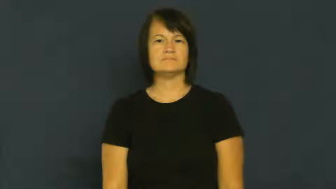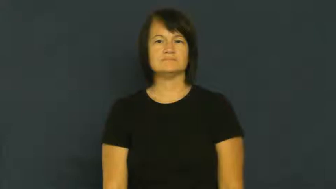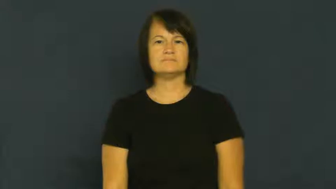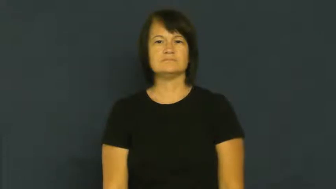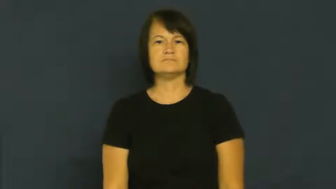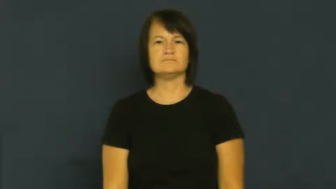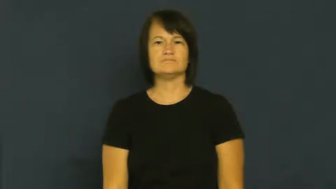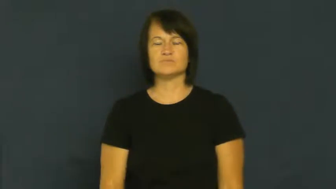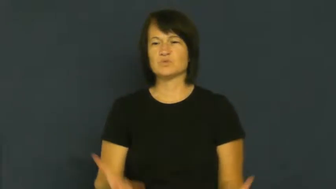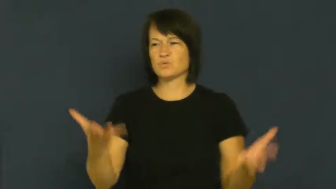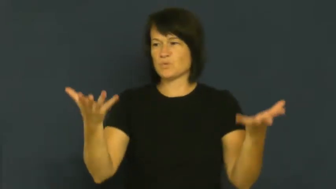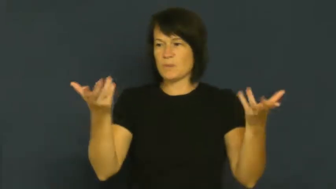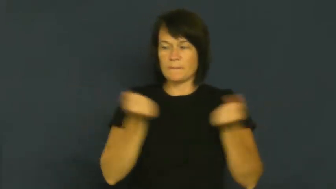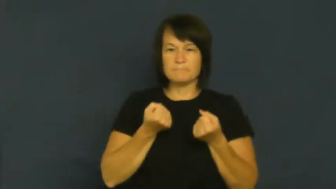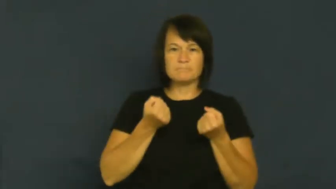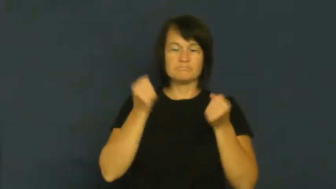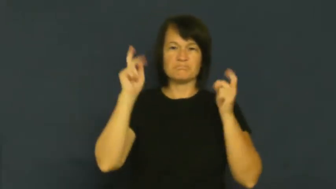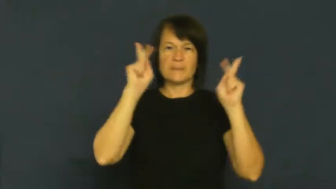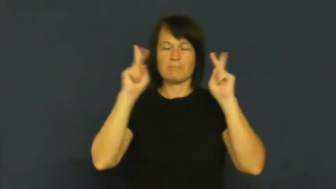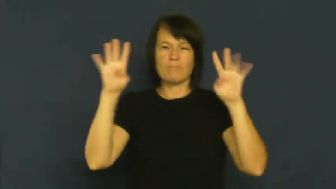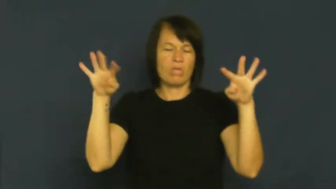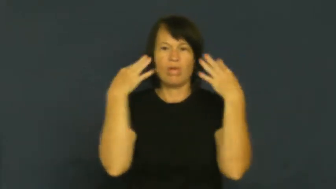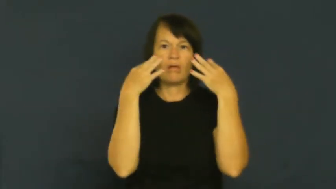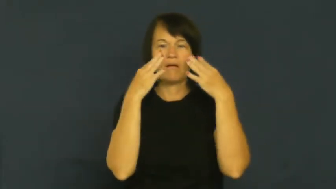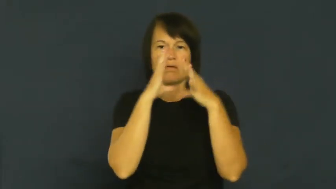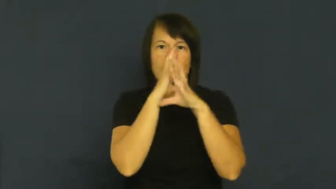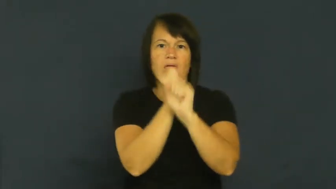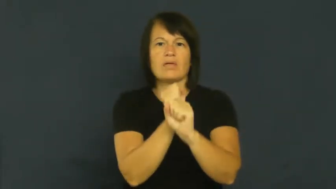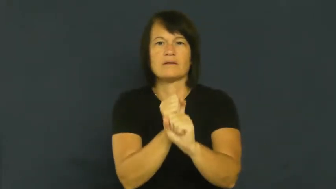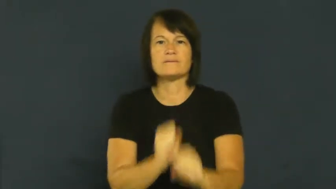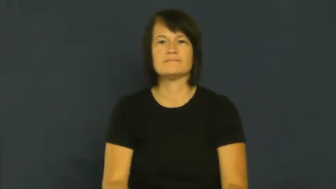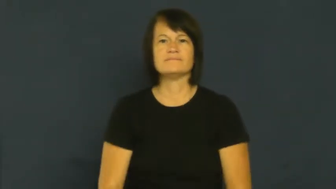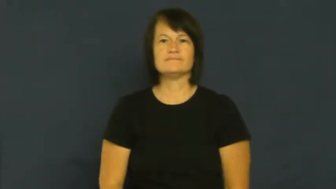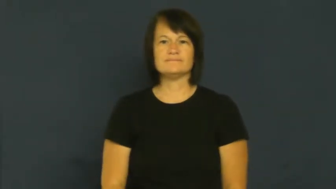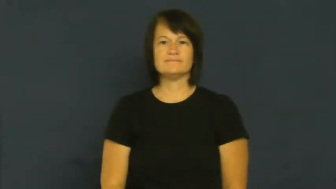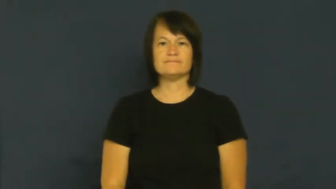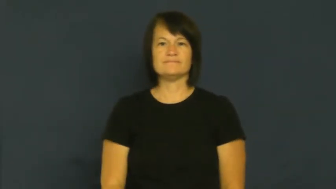draw,attract-attention